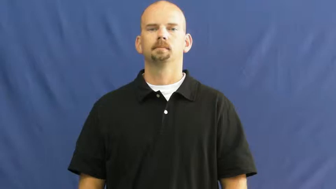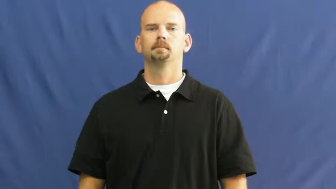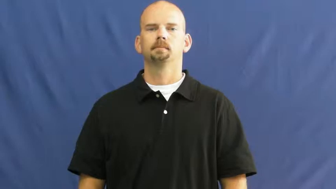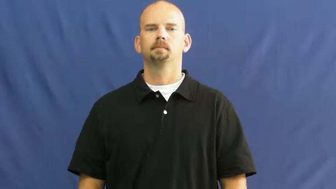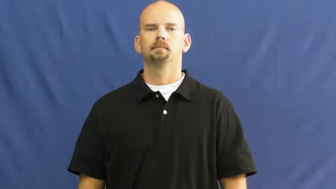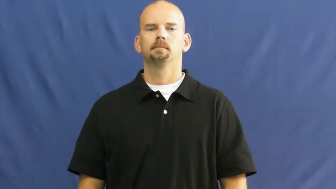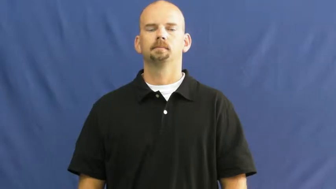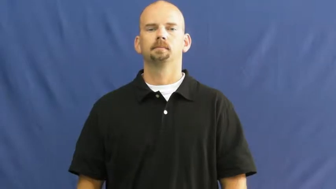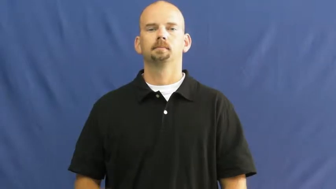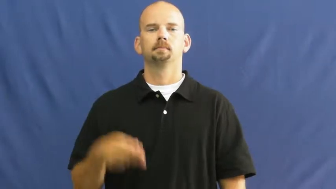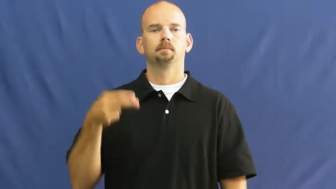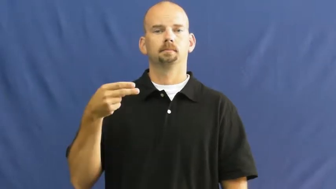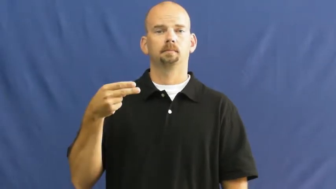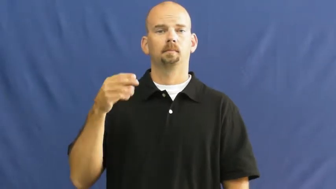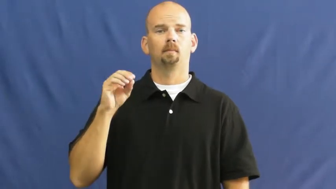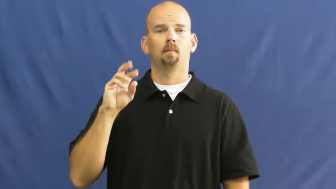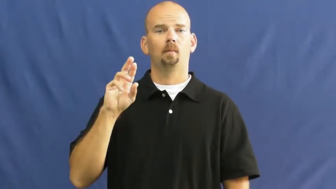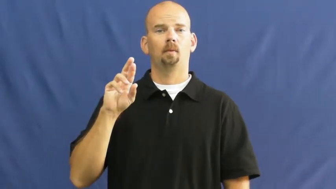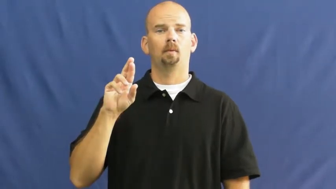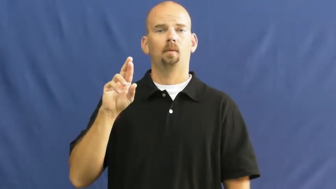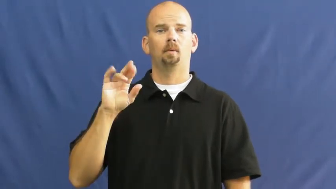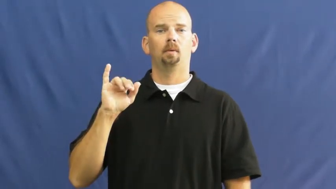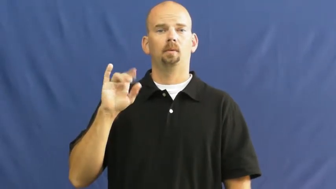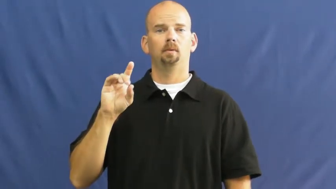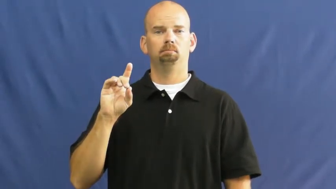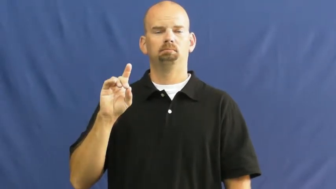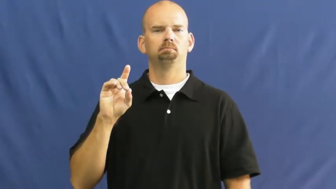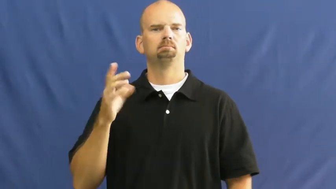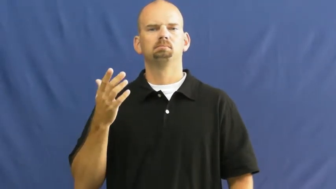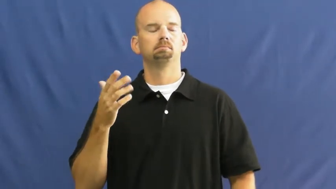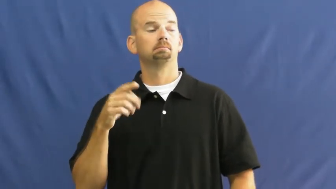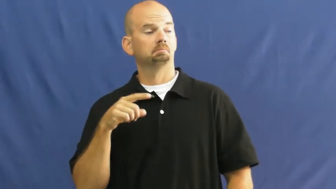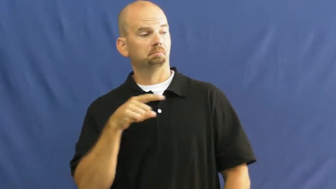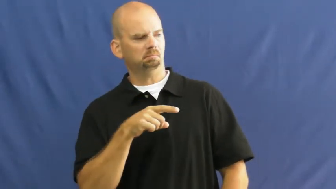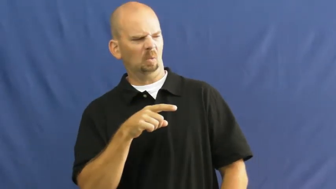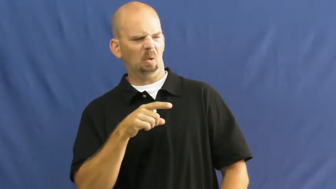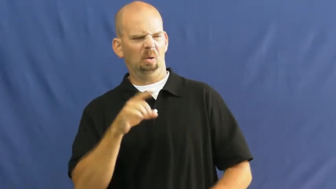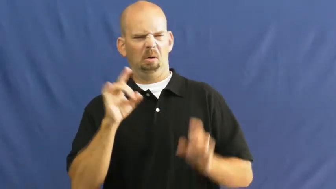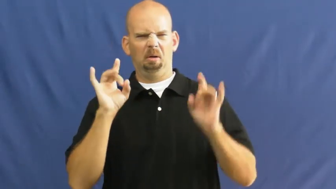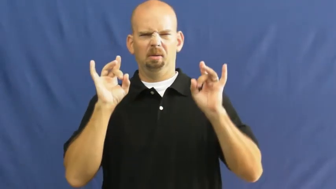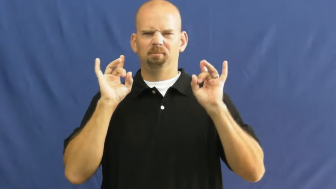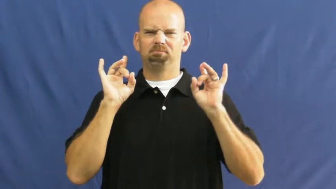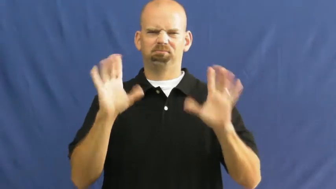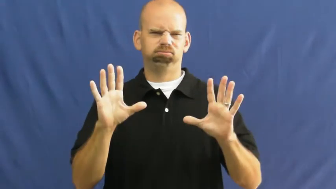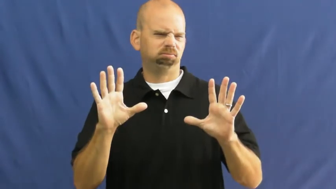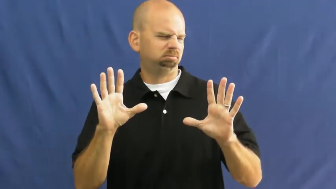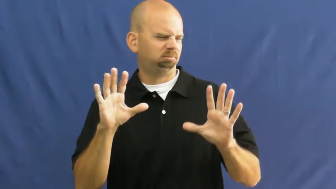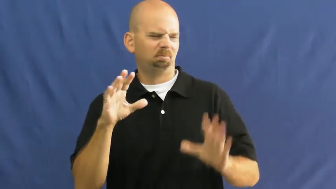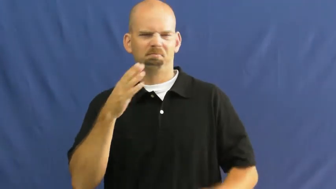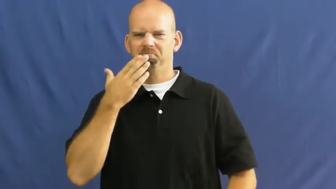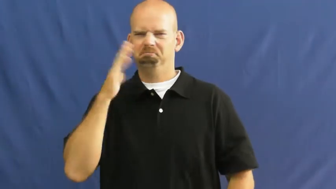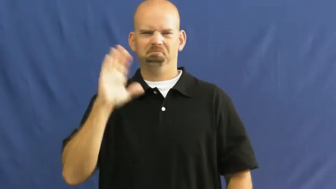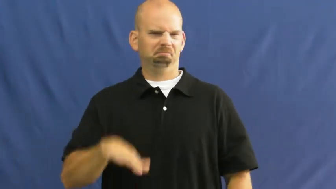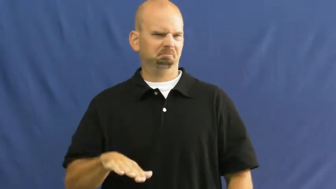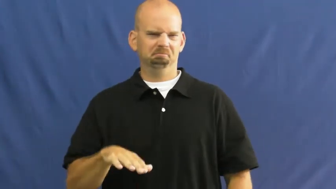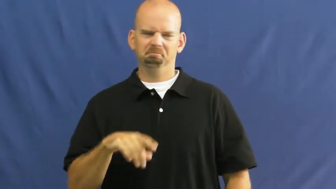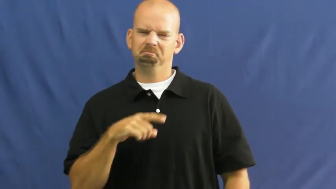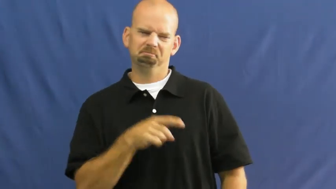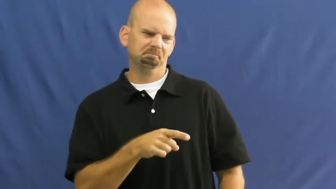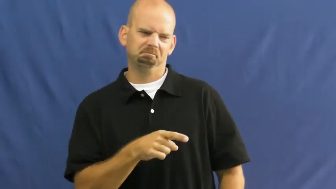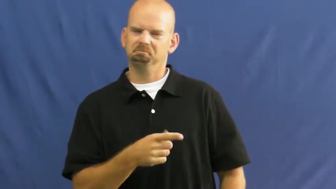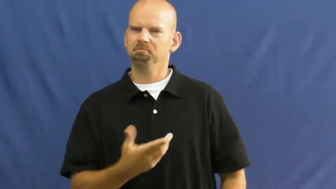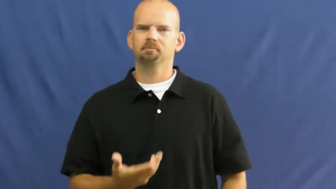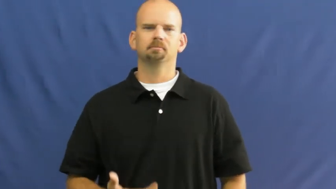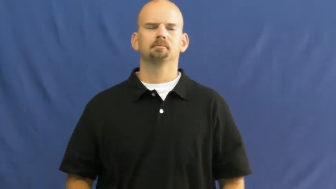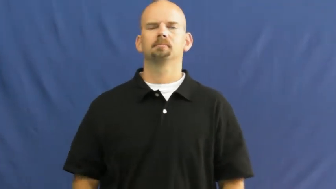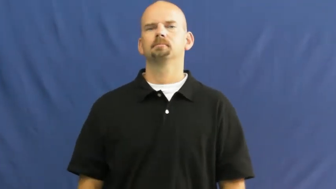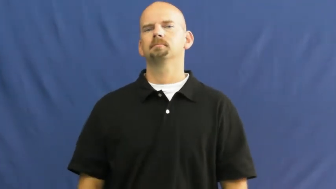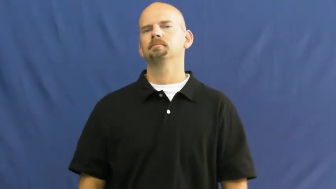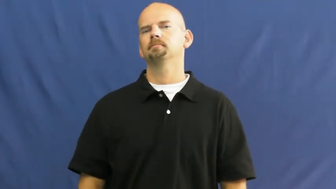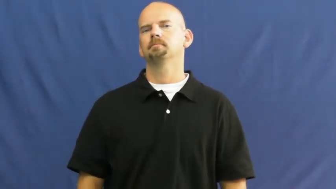horrid